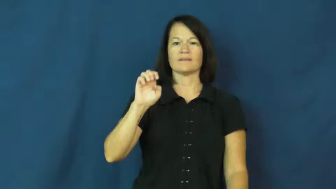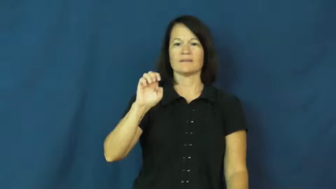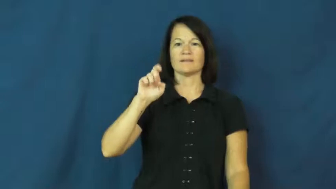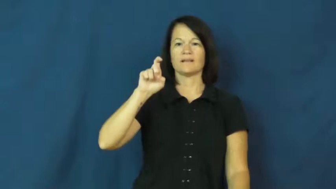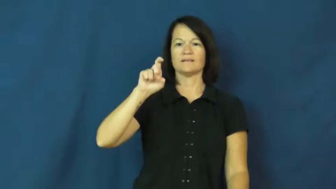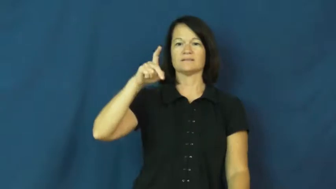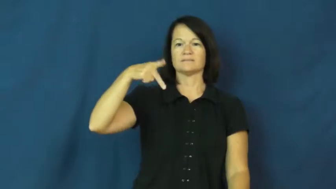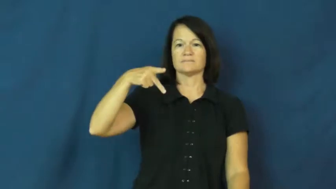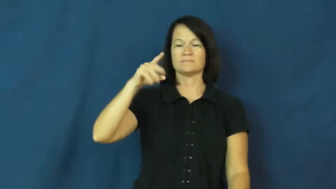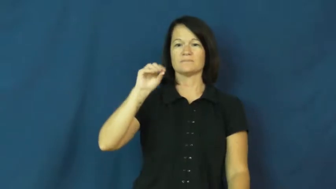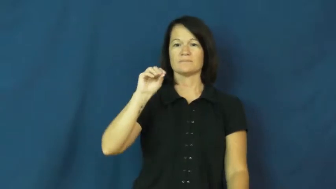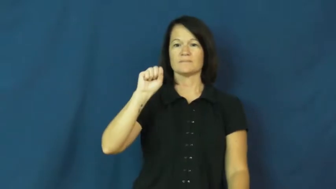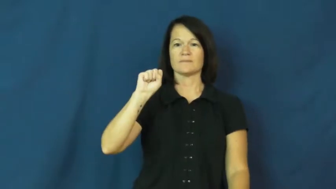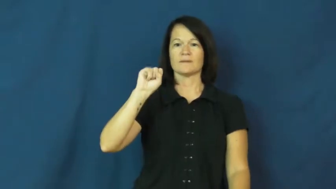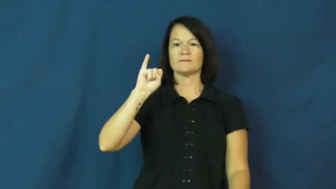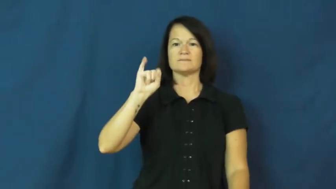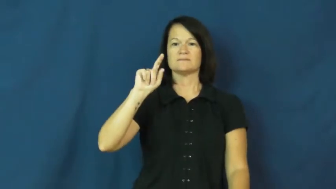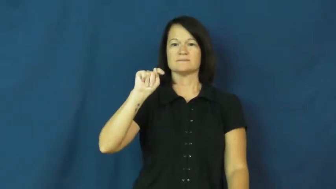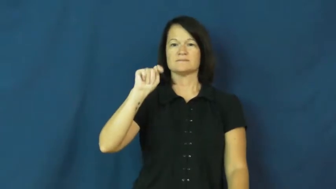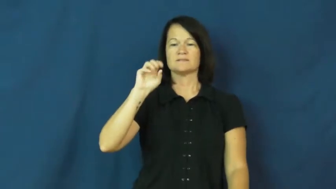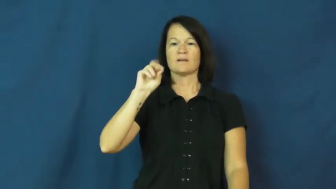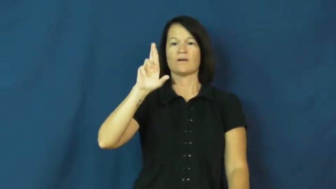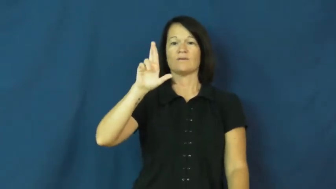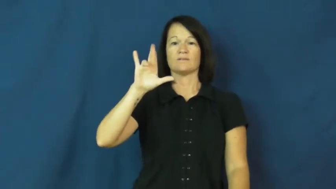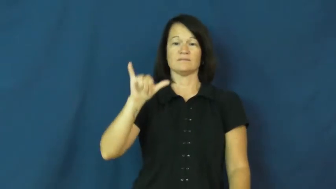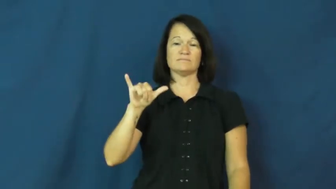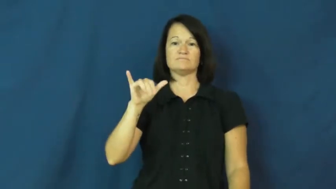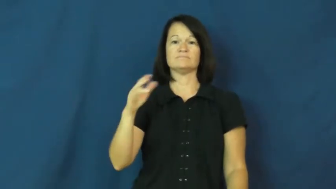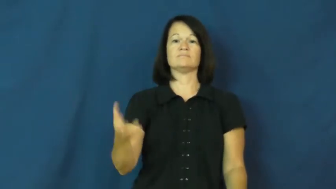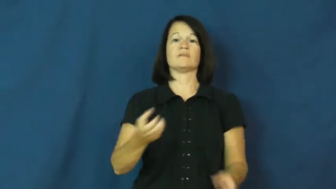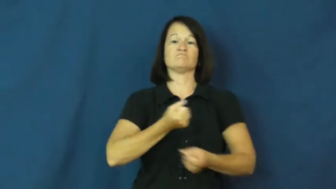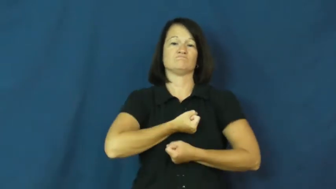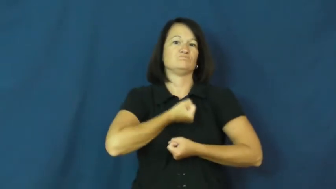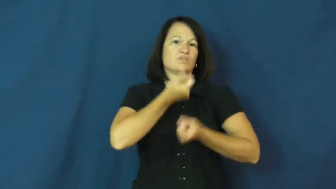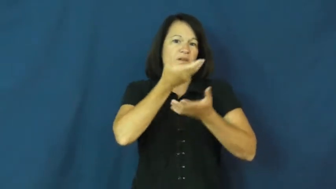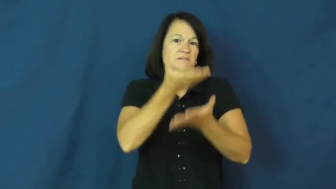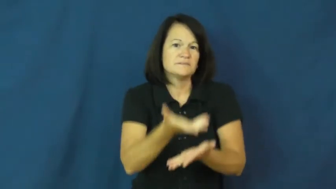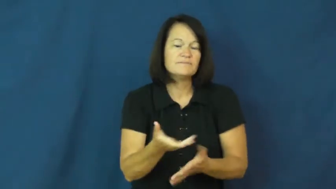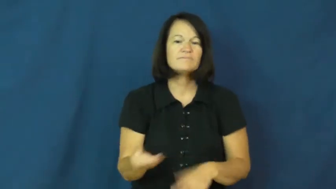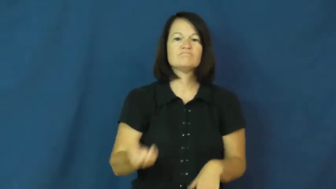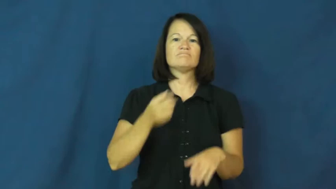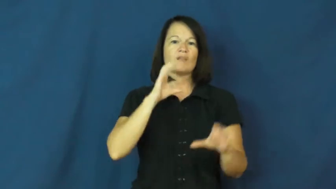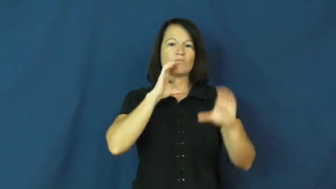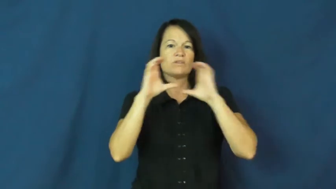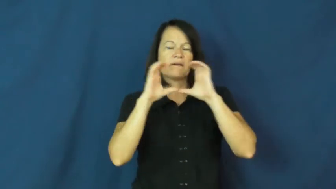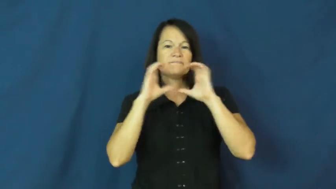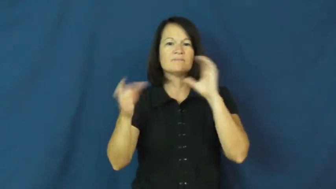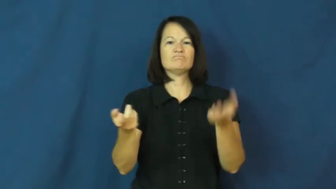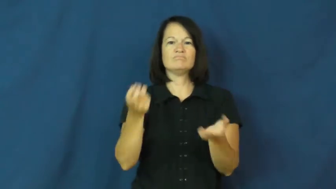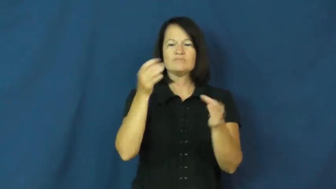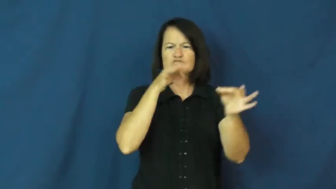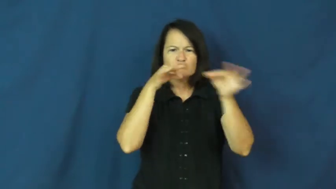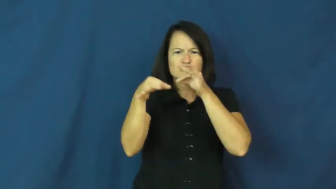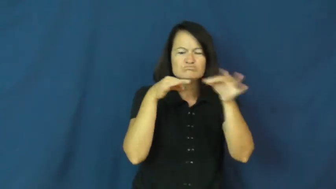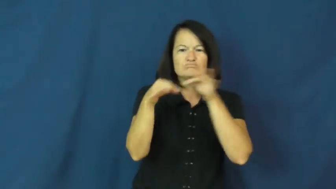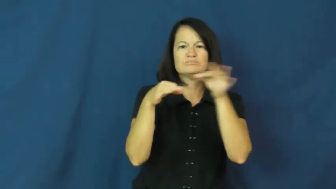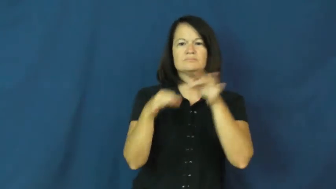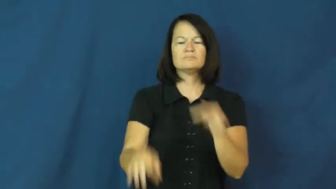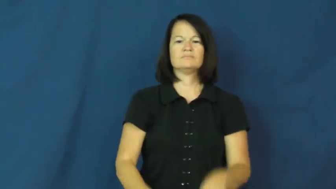expository